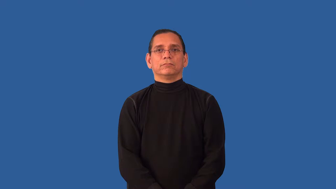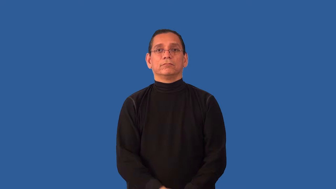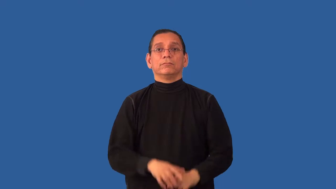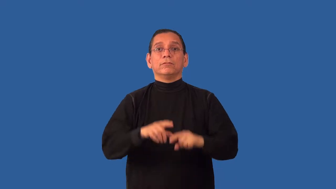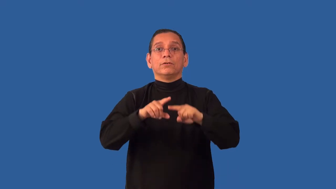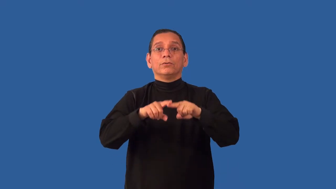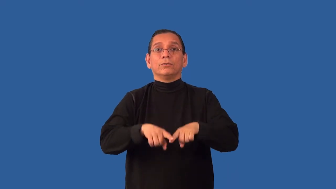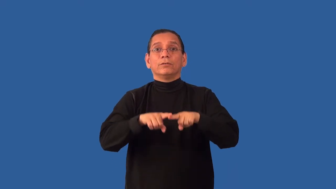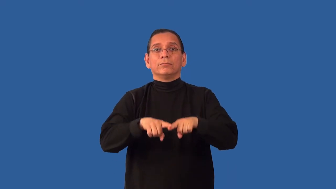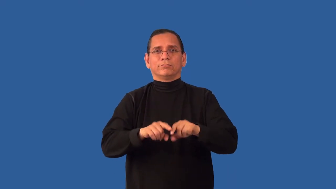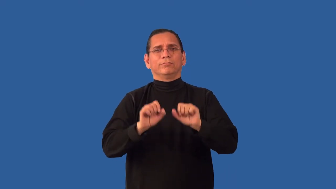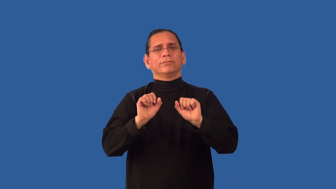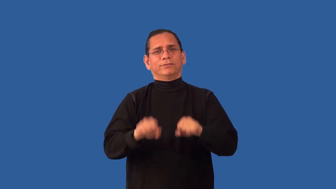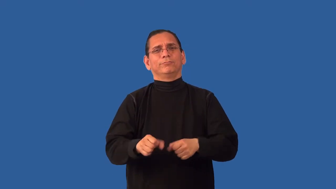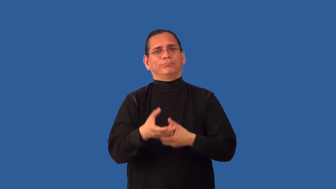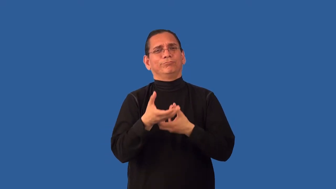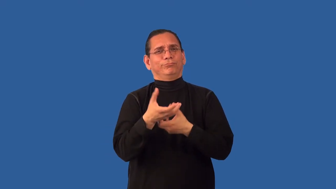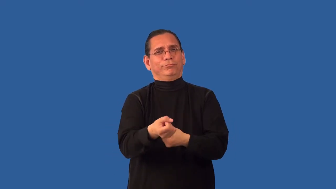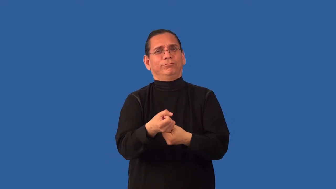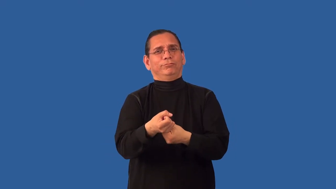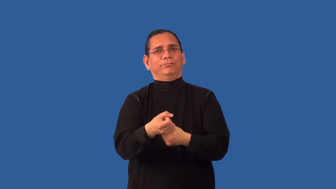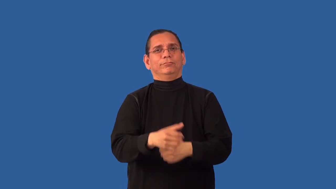unimpeachable